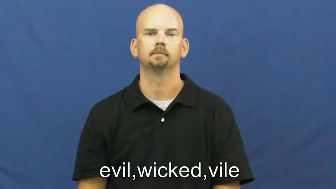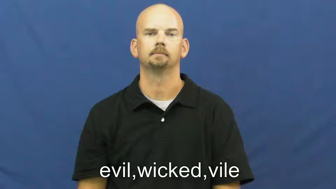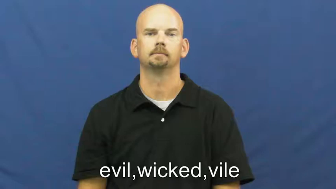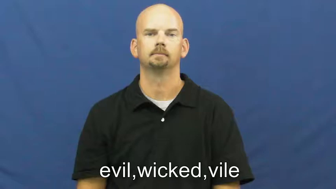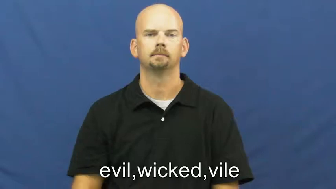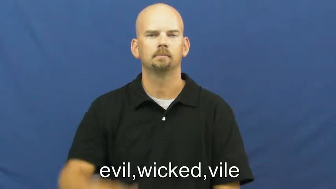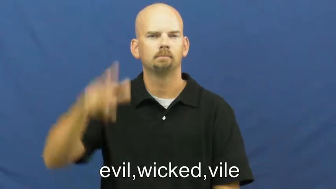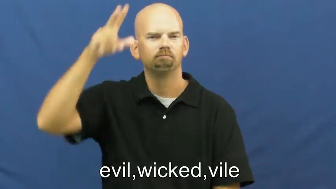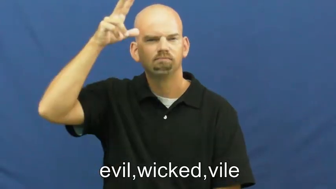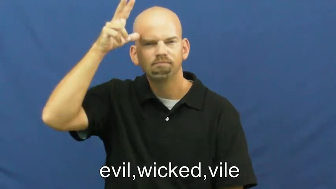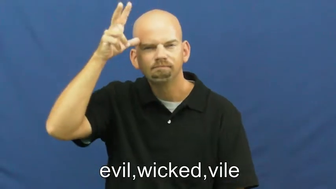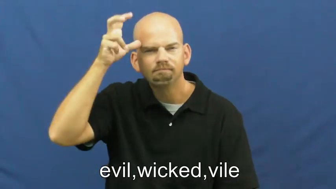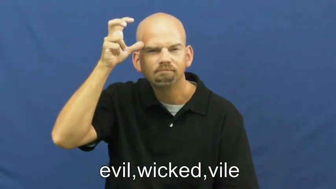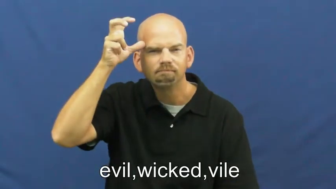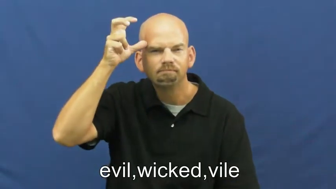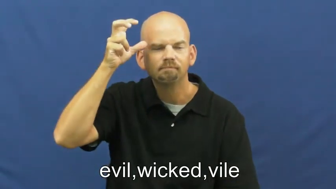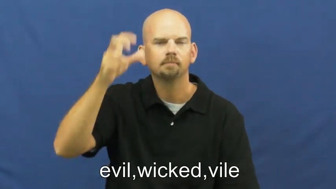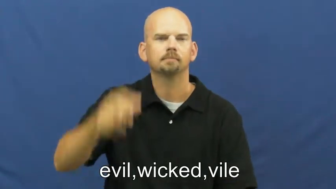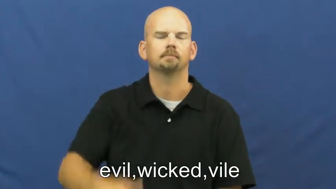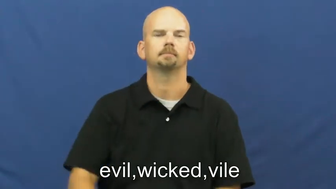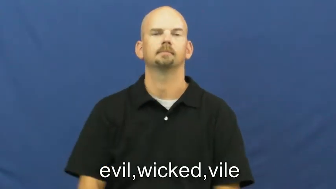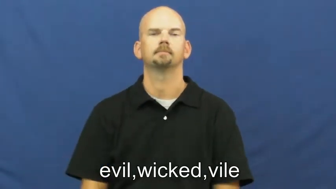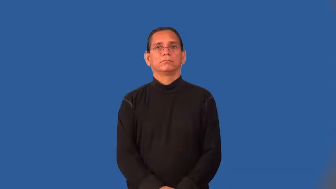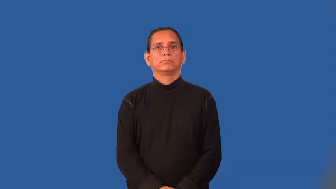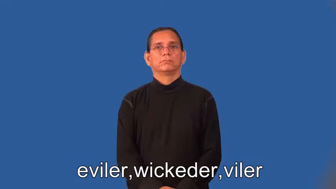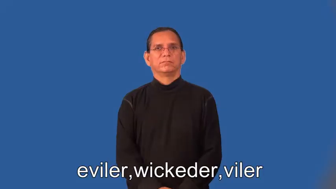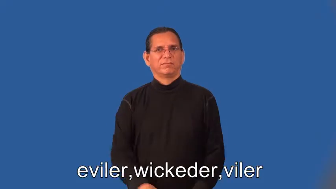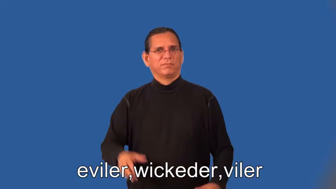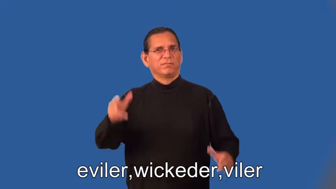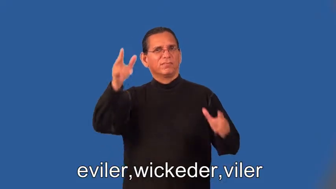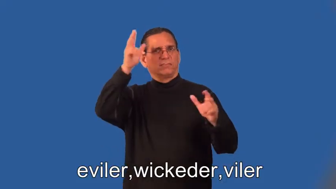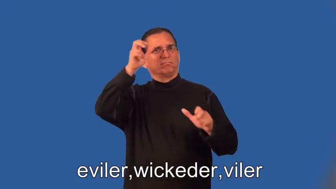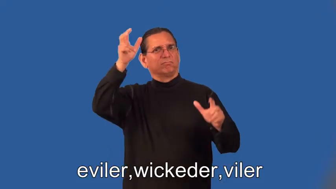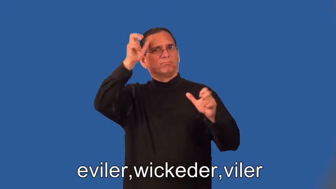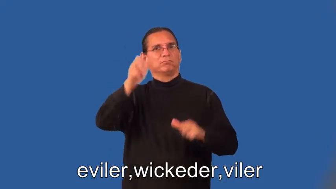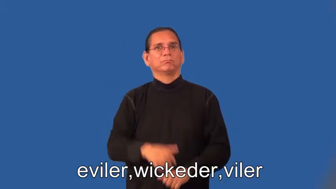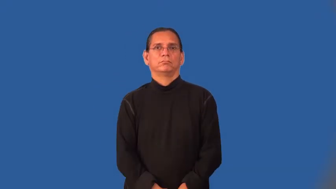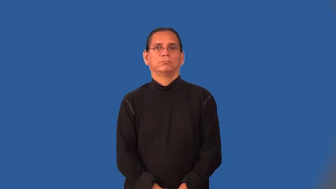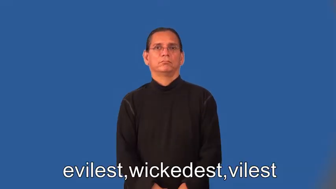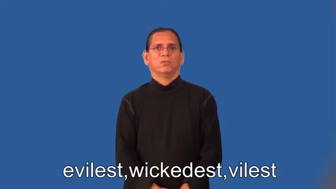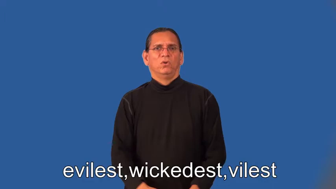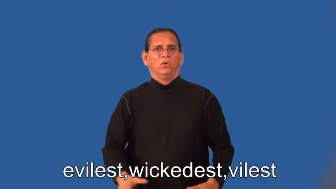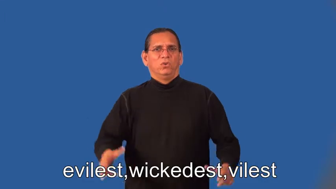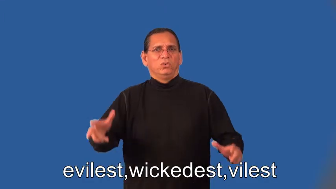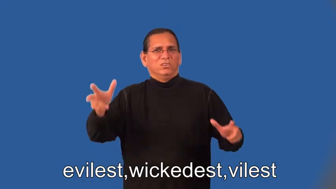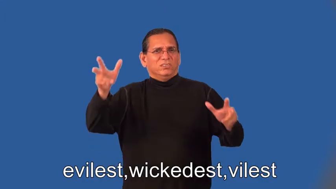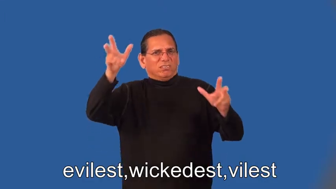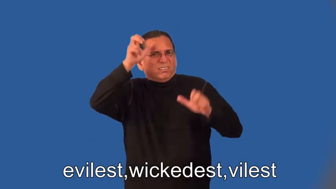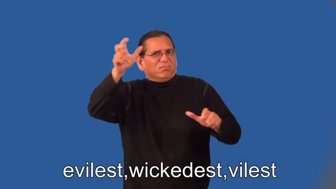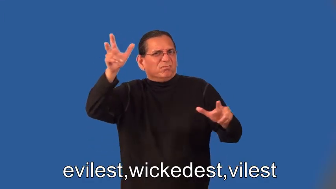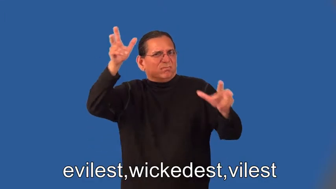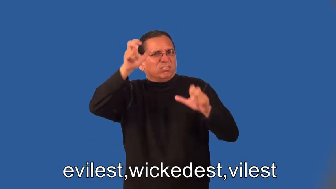eviler,wickeder,viler,evilest,wickedest,vilest